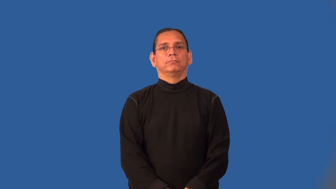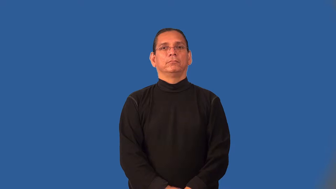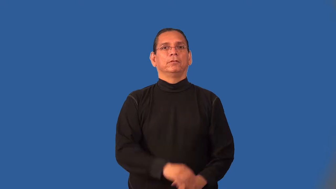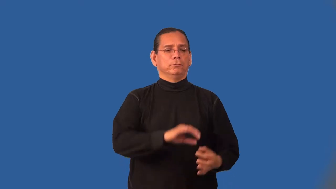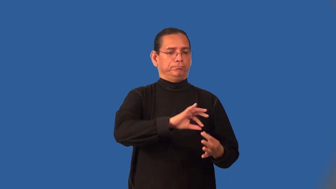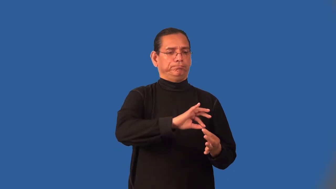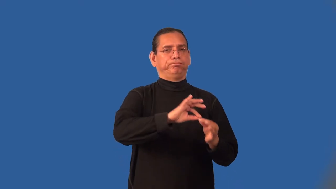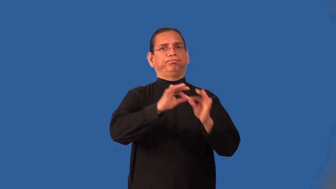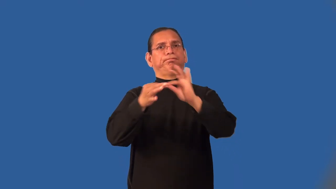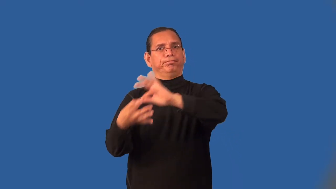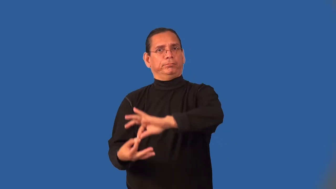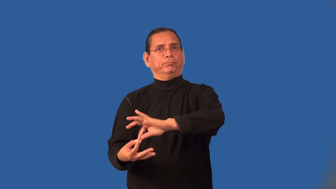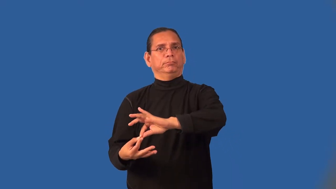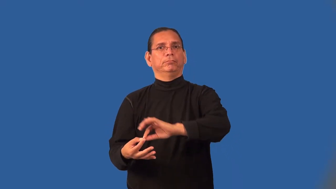interpretive